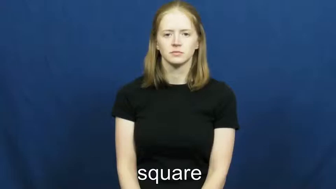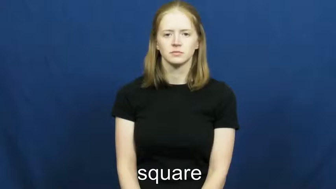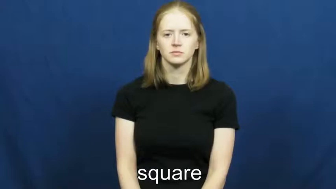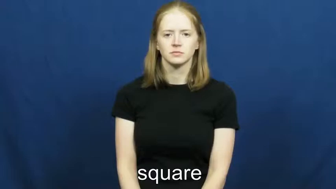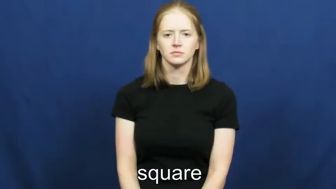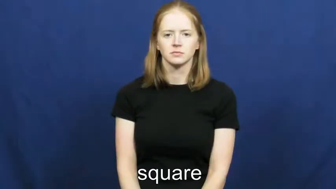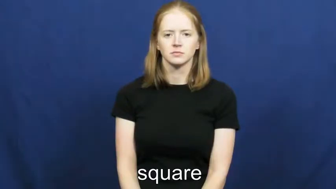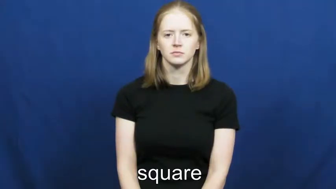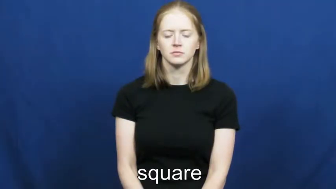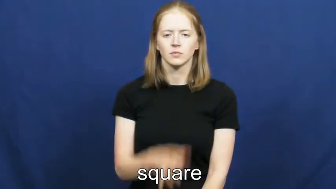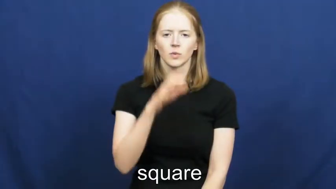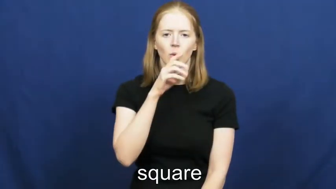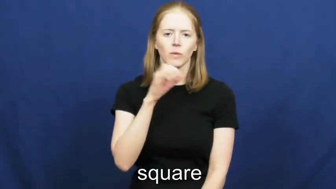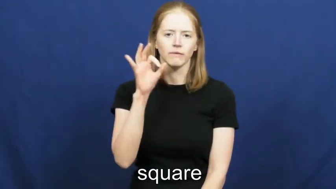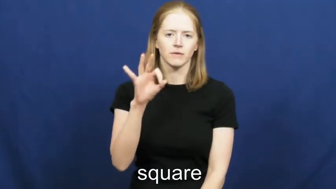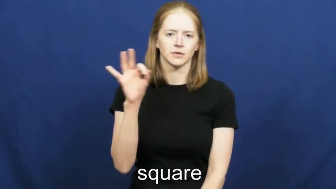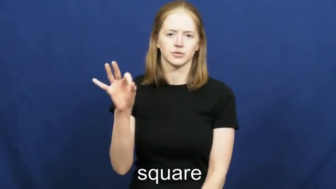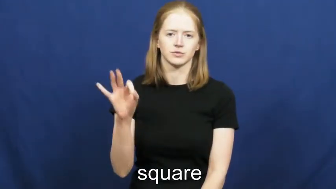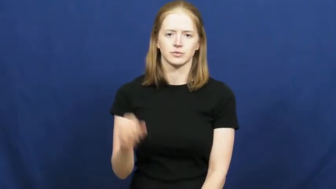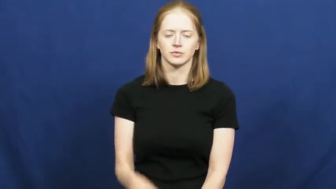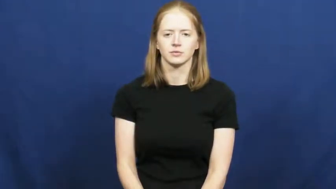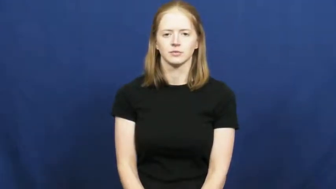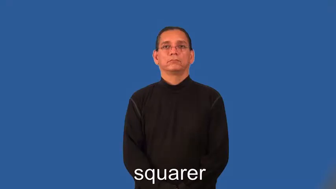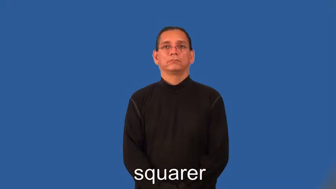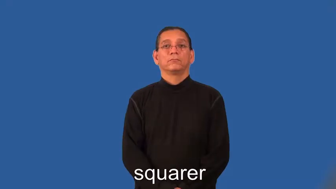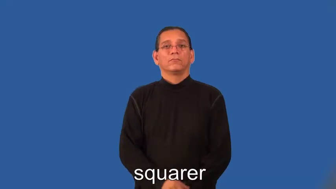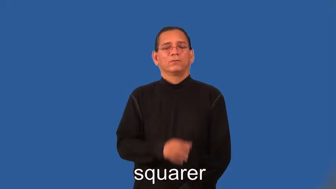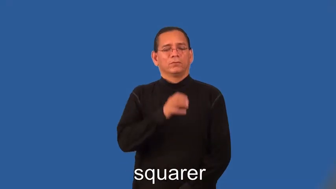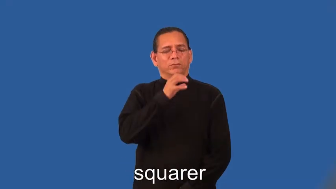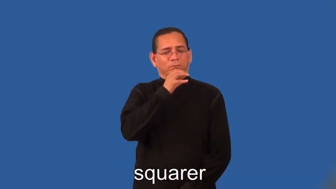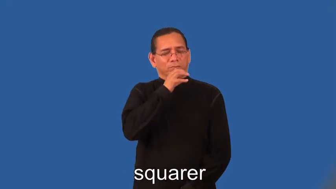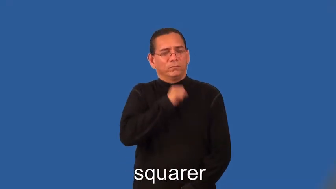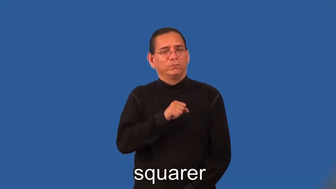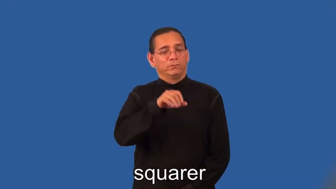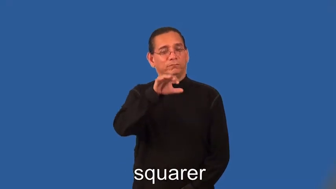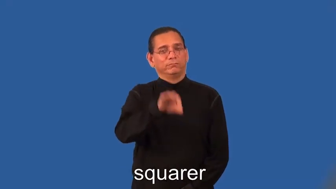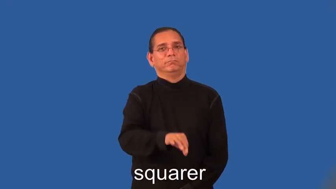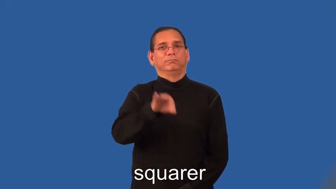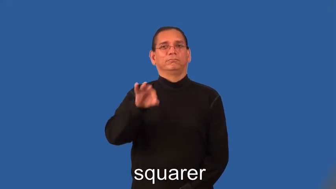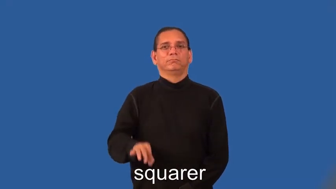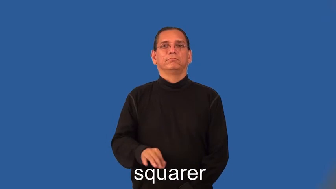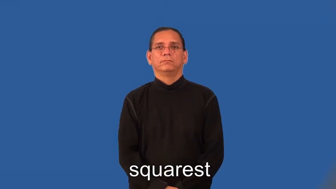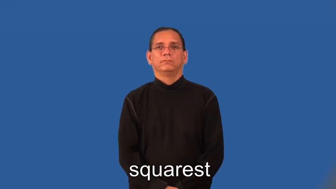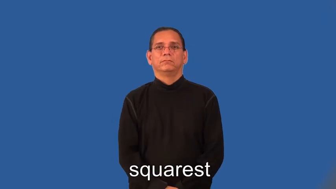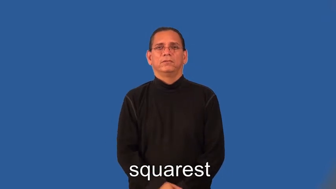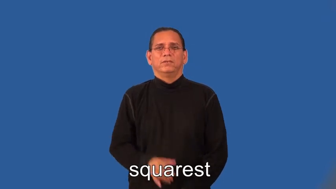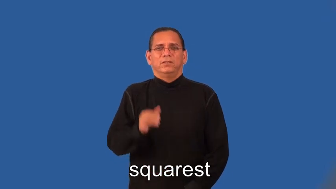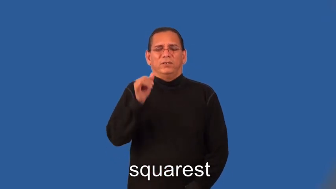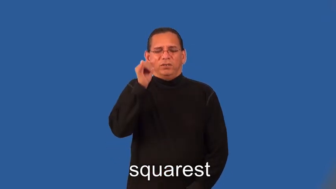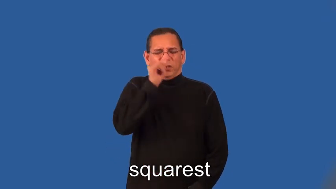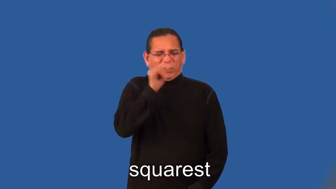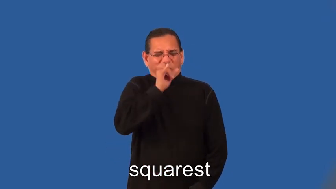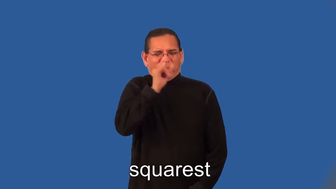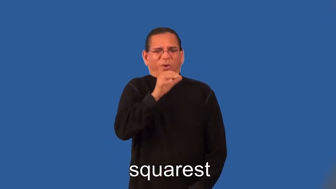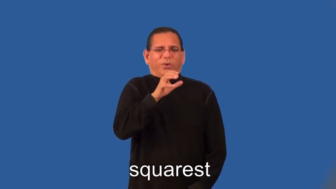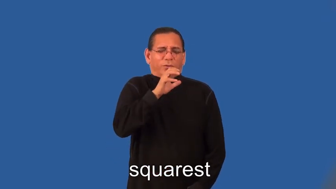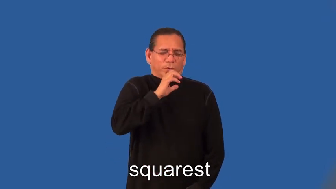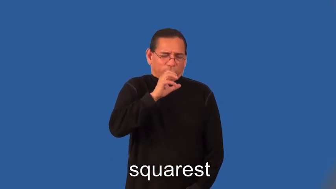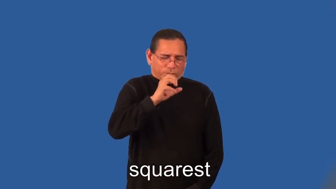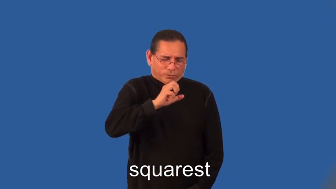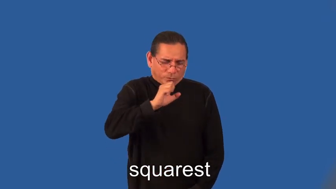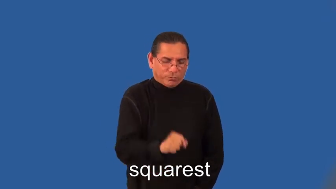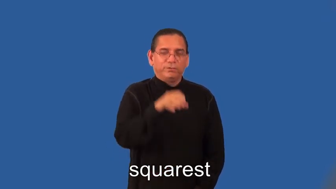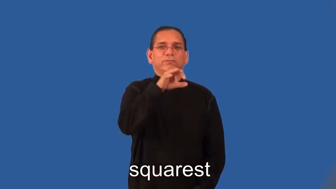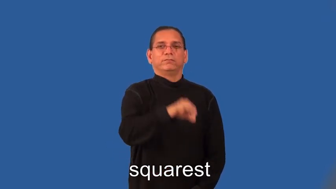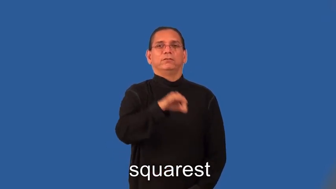squarer,squarest-old fashion